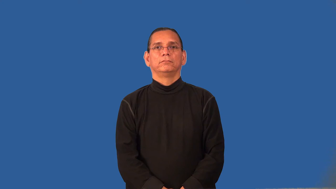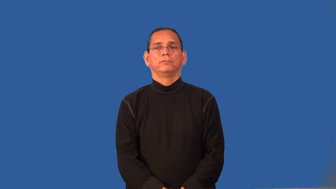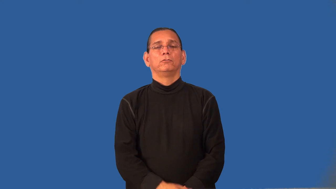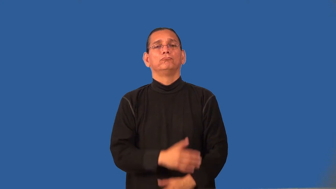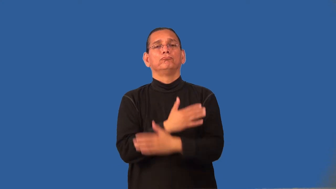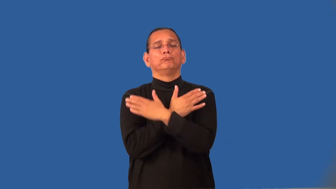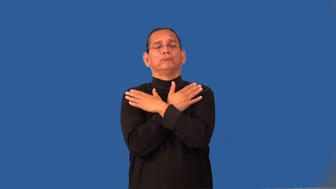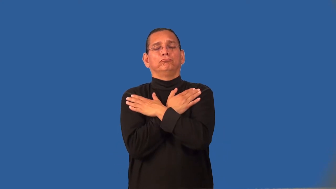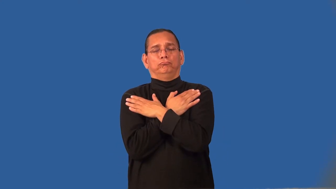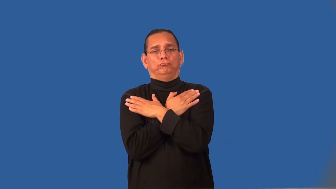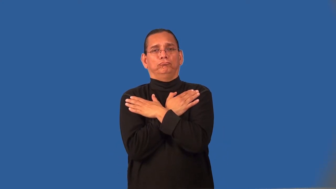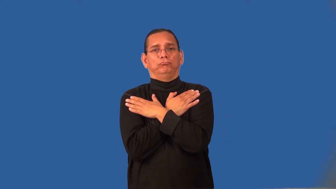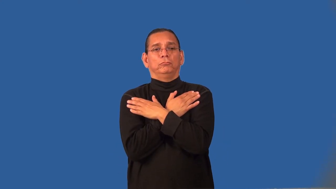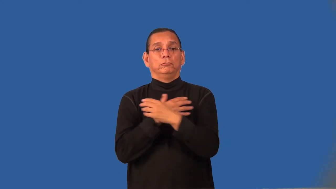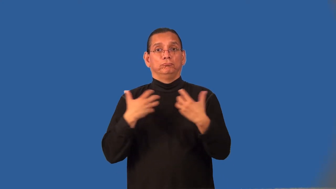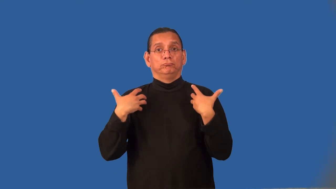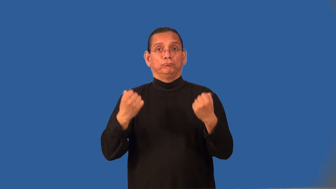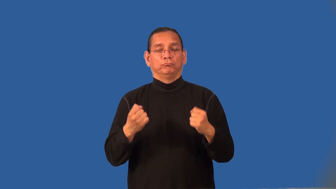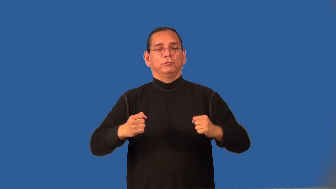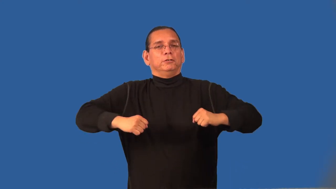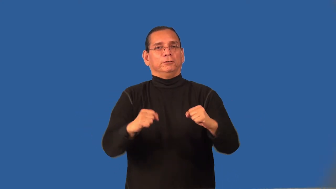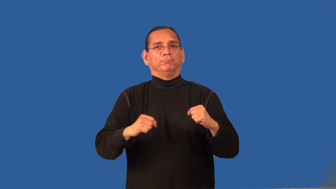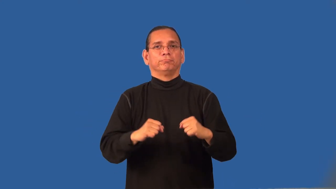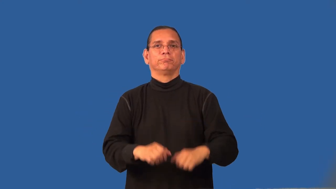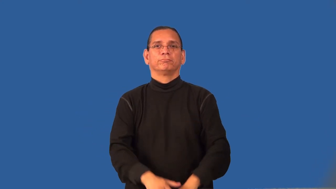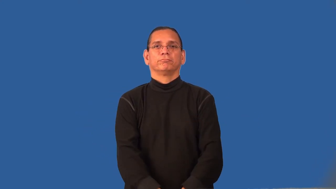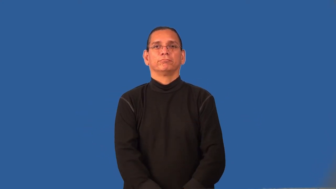recharge-get more energy